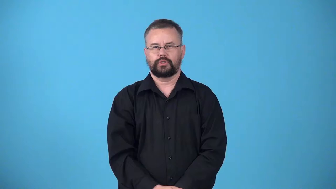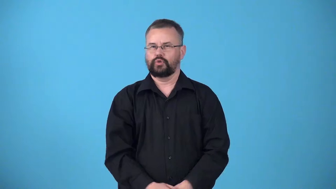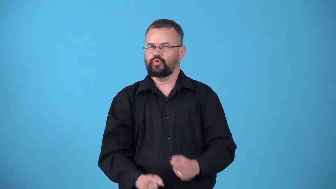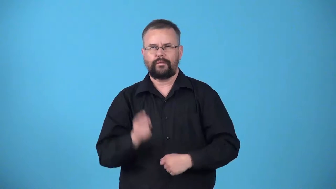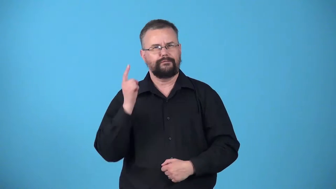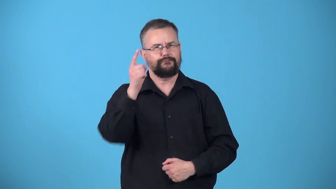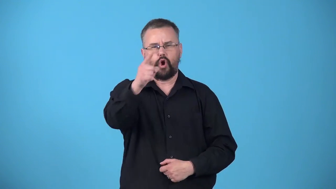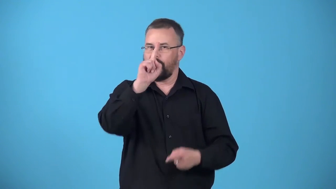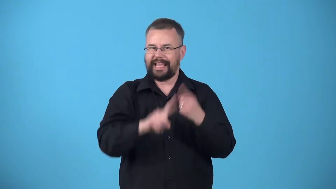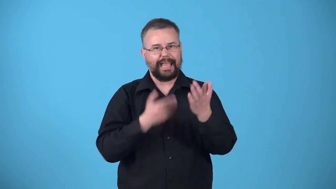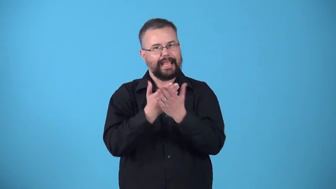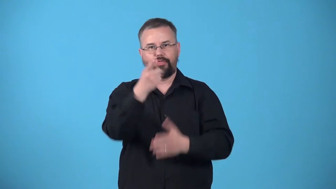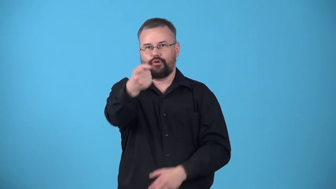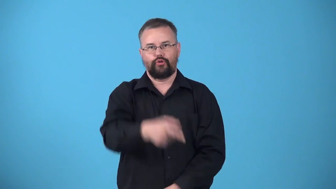unreachable-destination